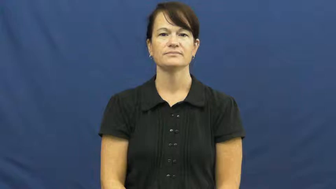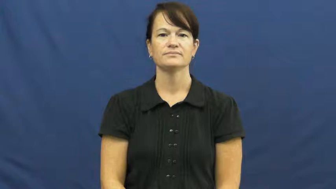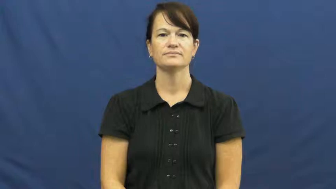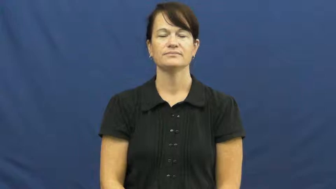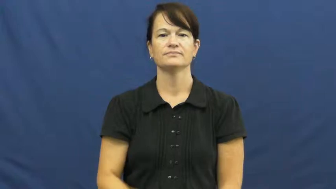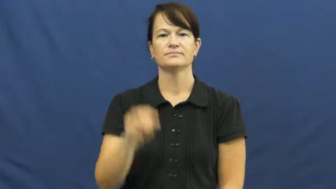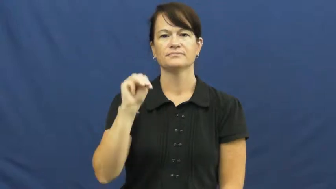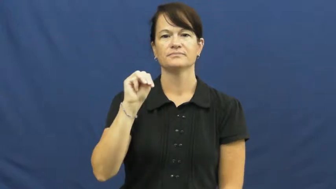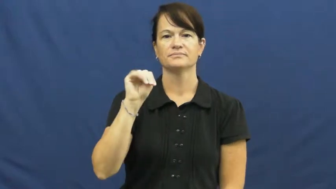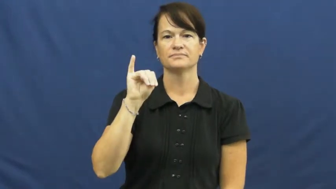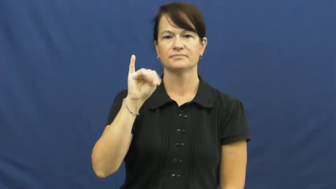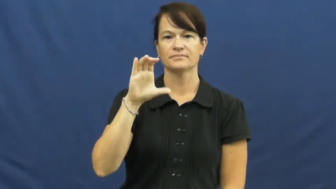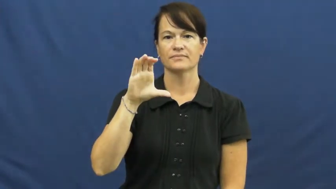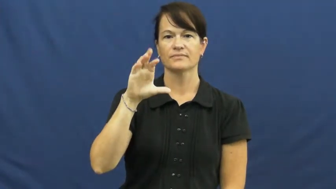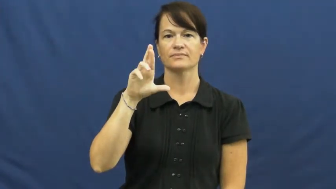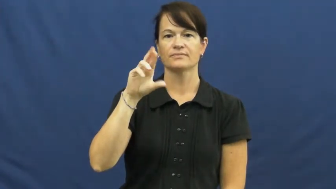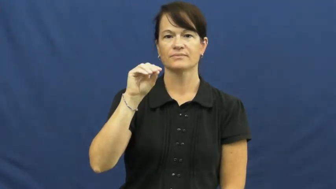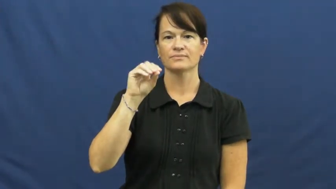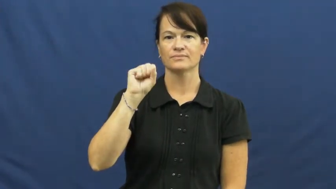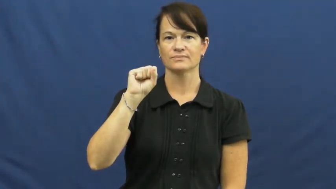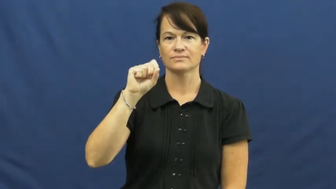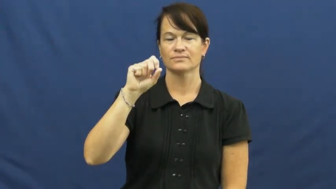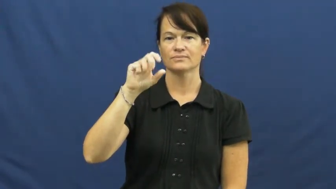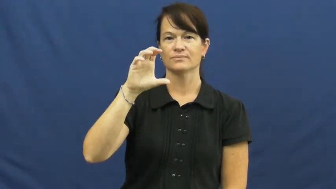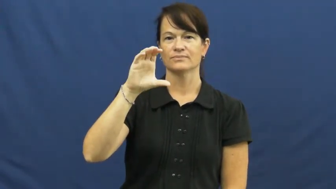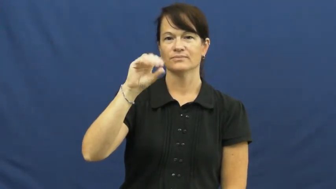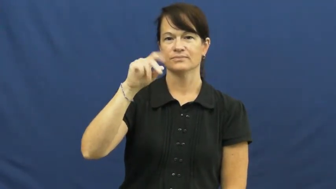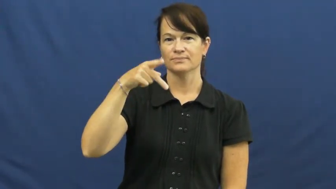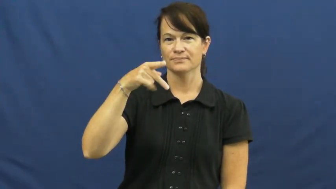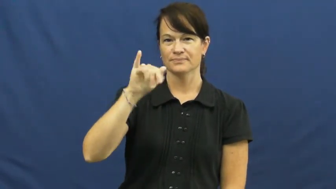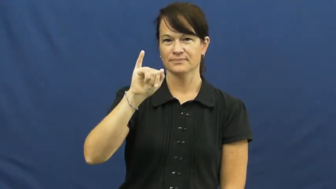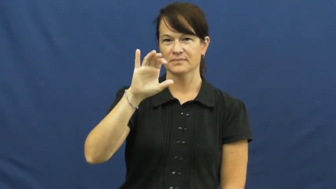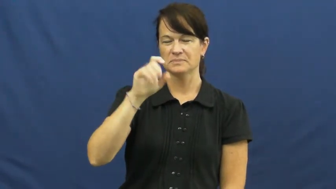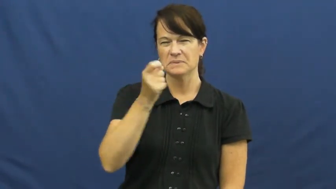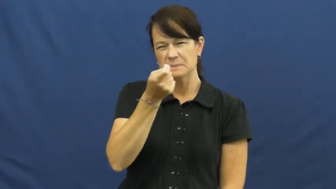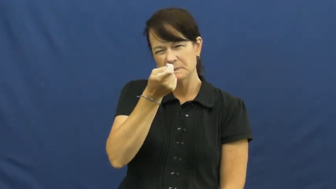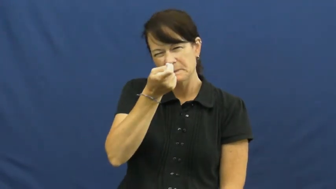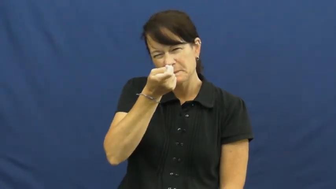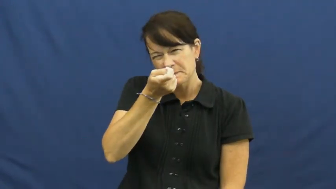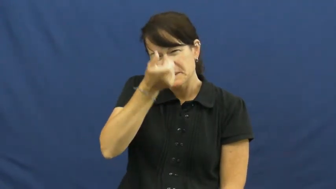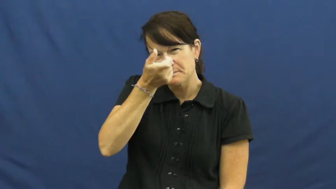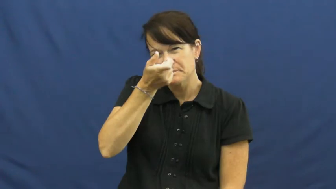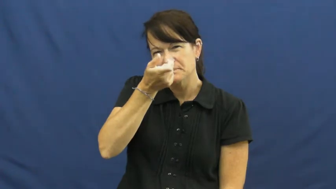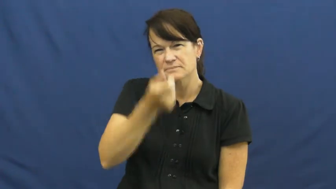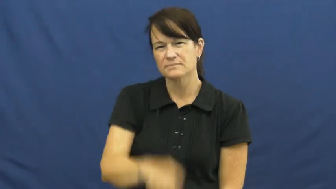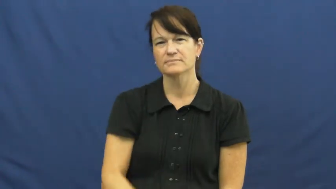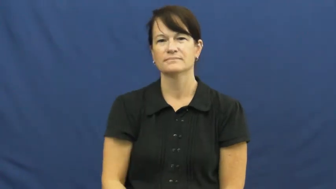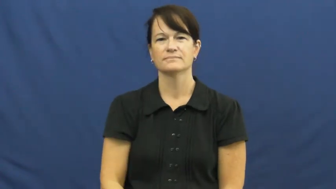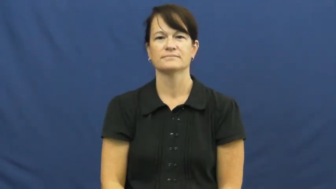microscopic